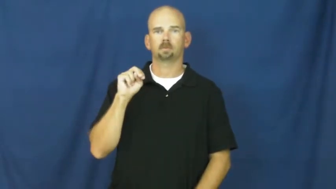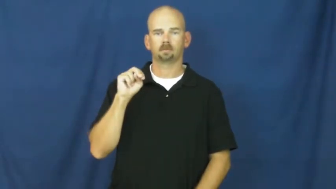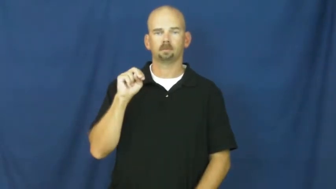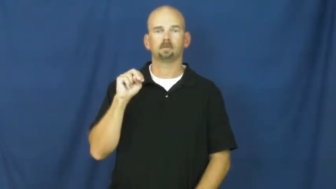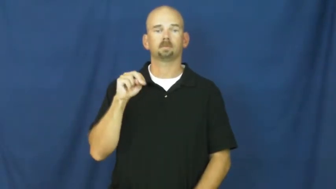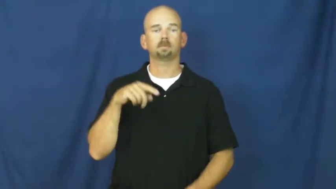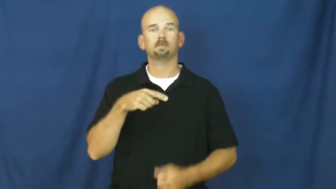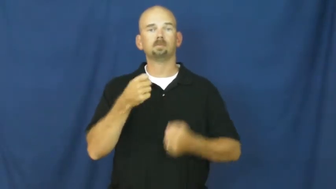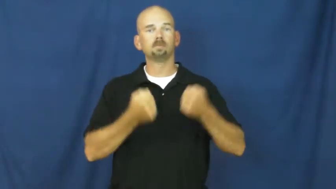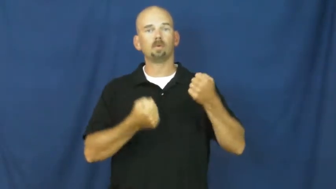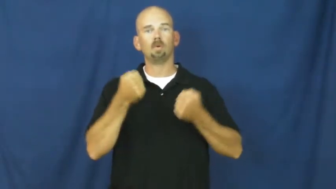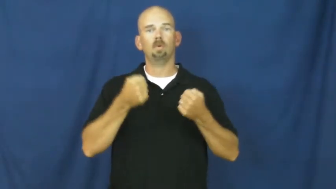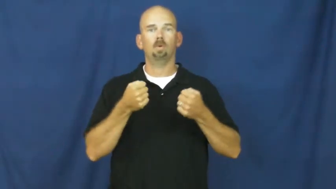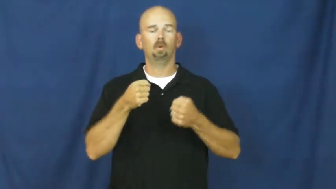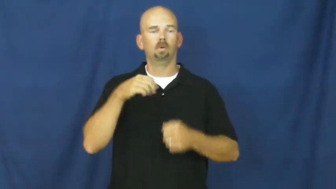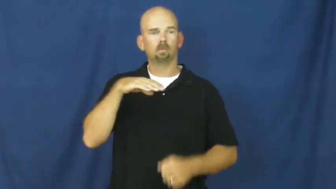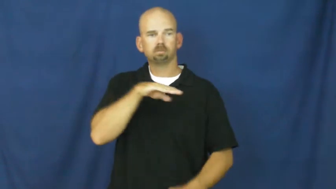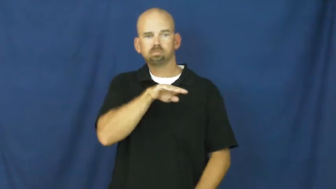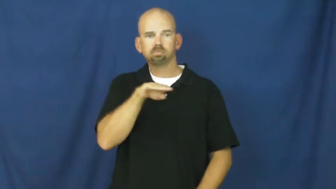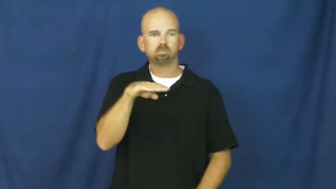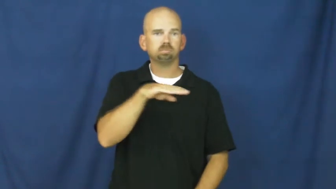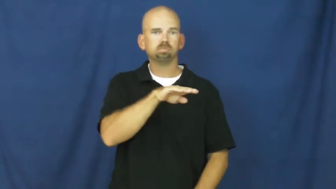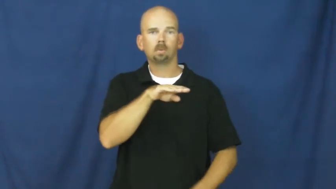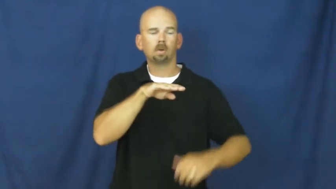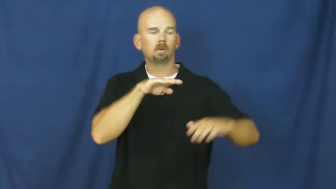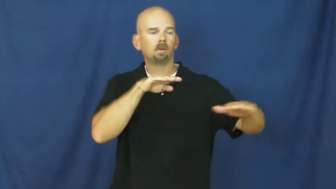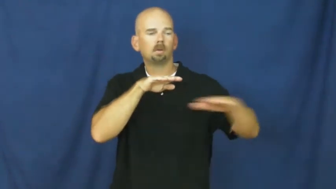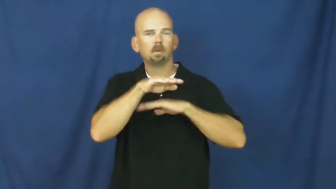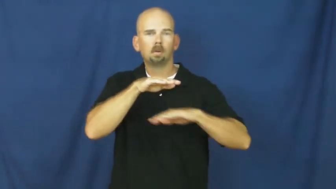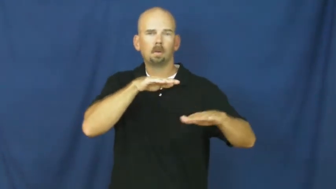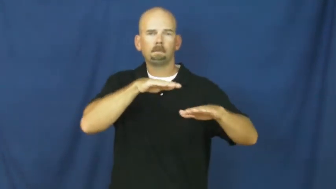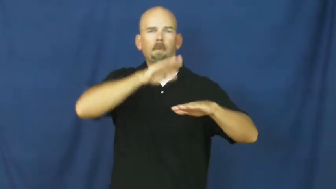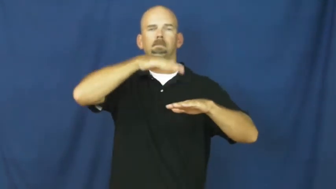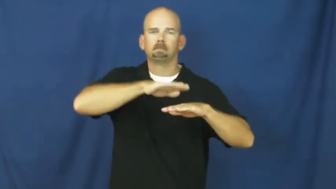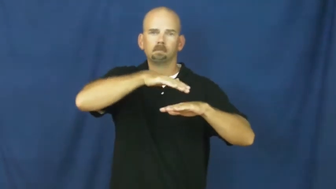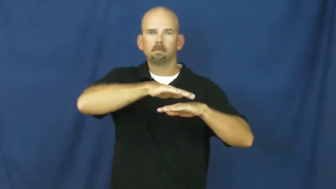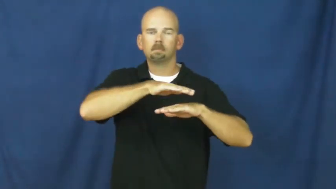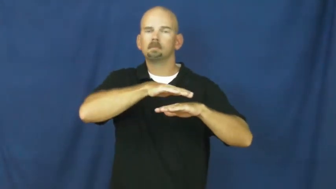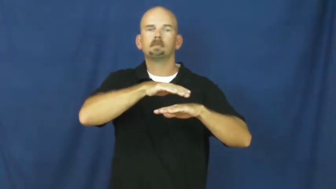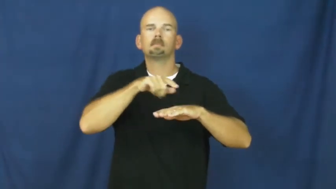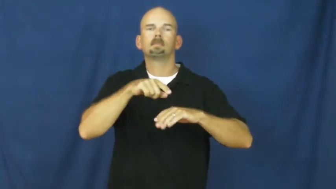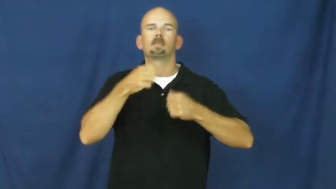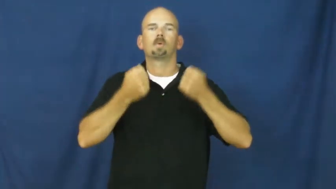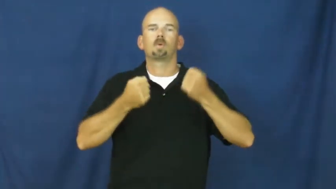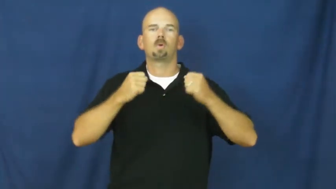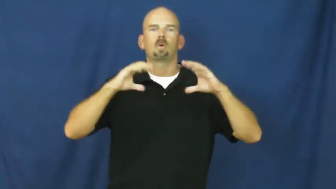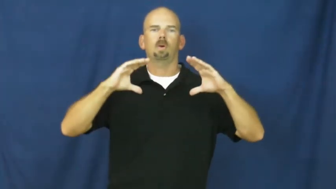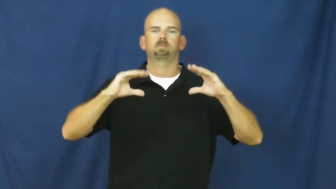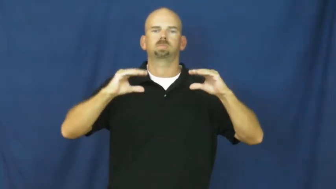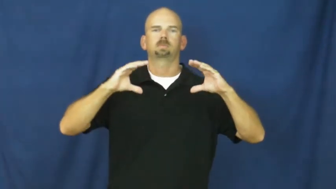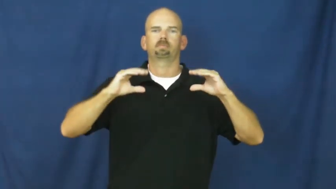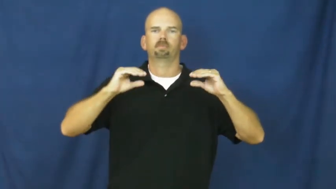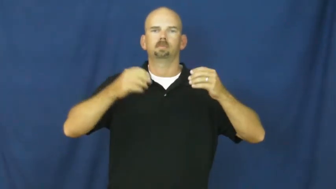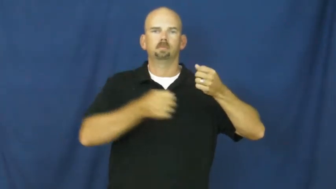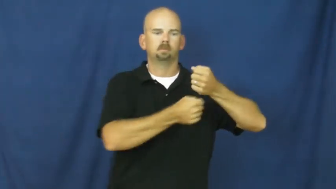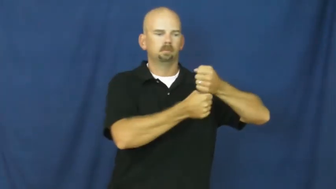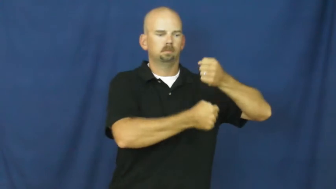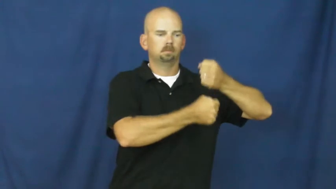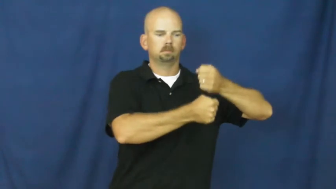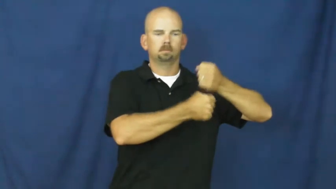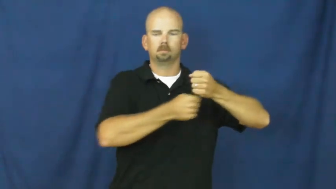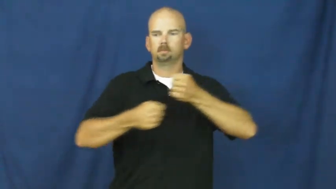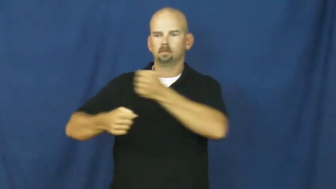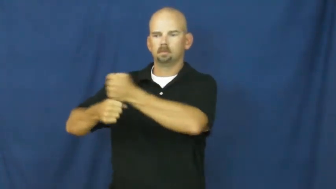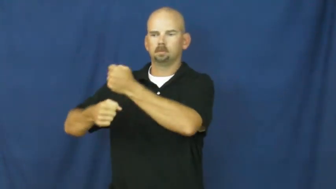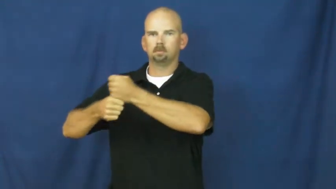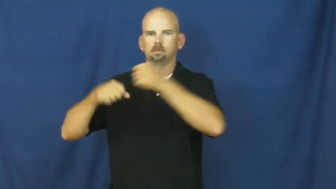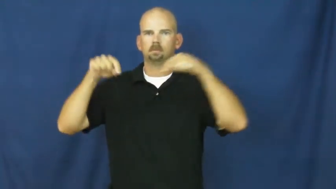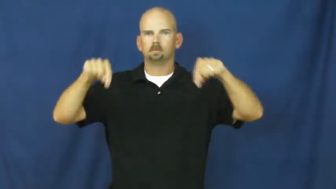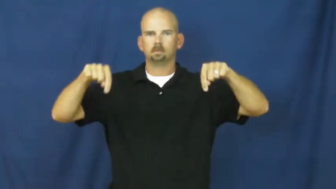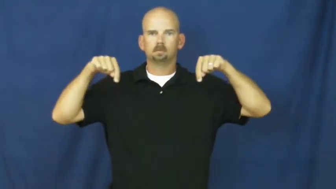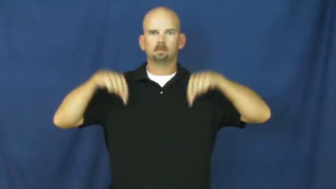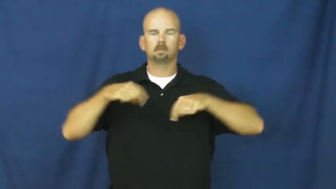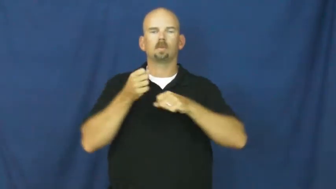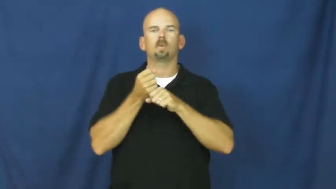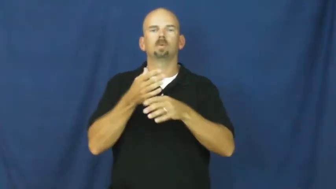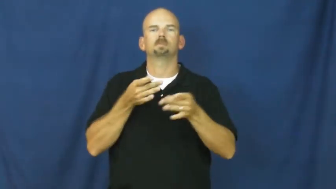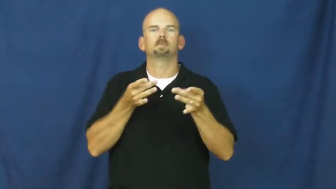suspension-car